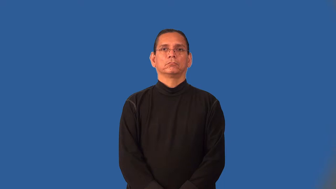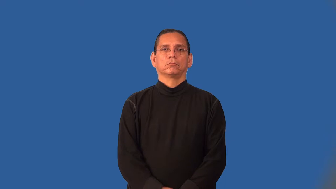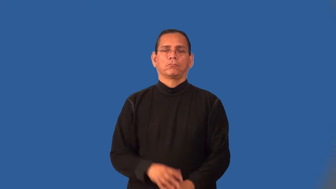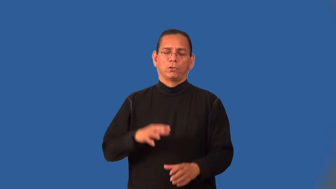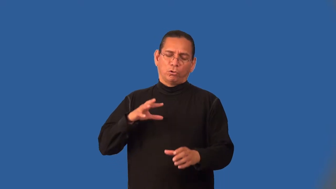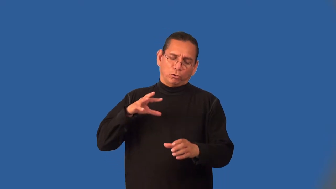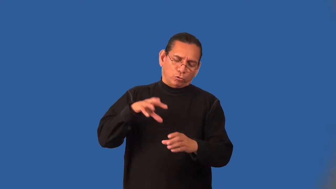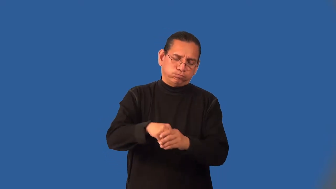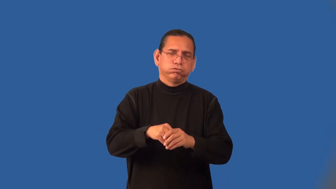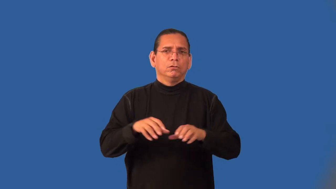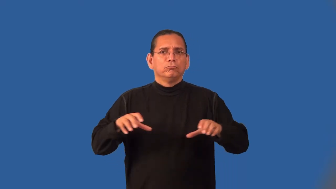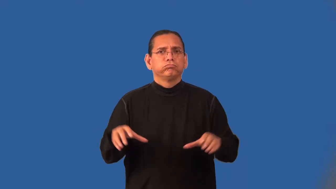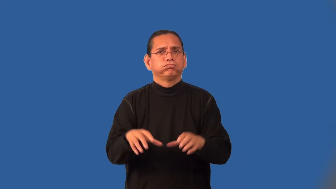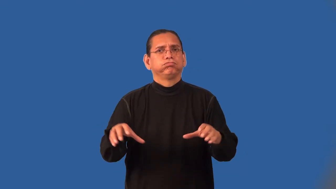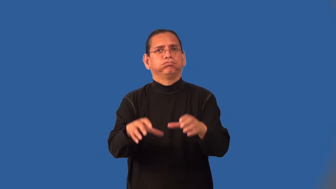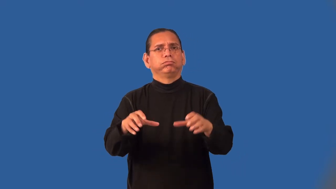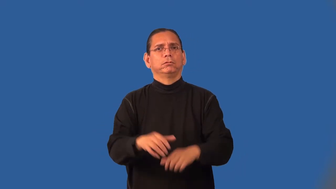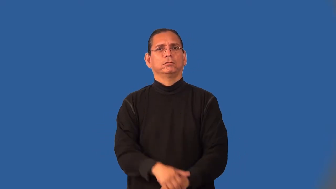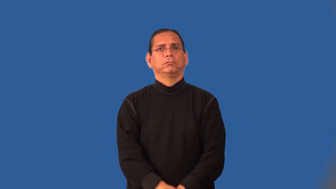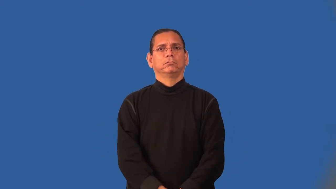invest-involved